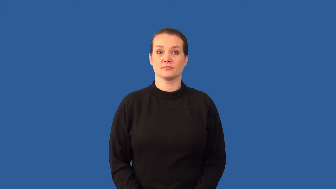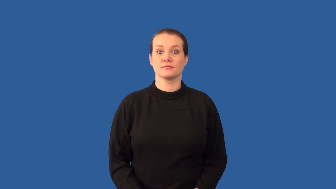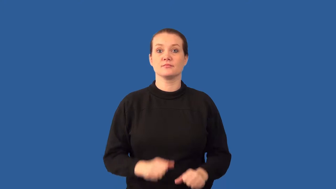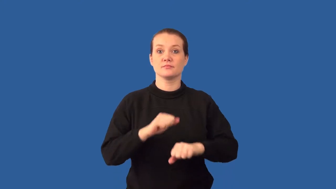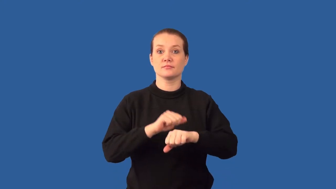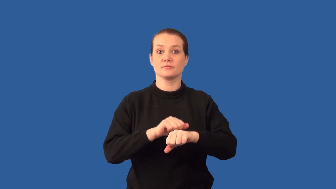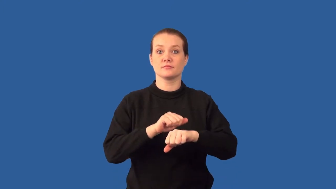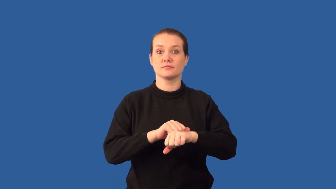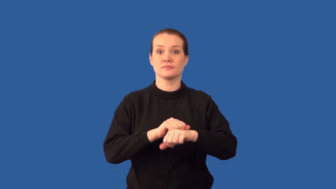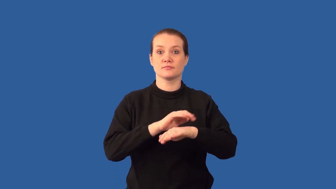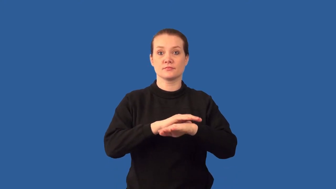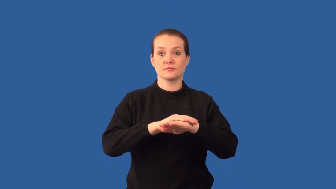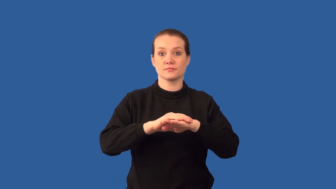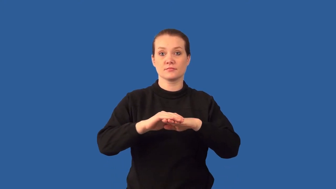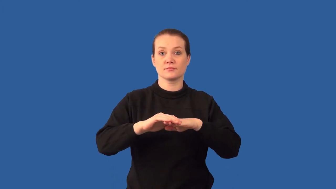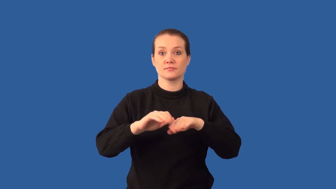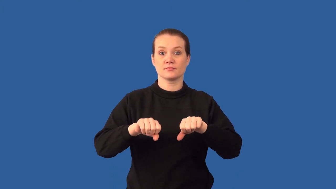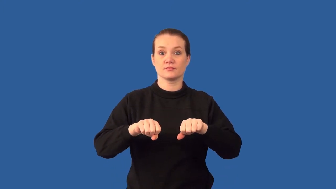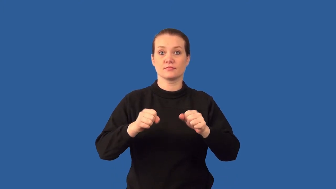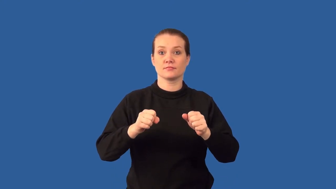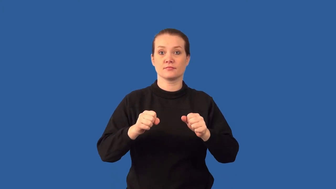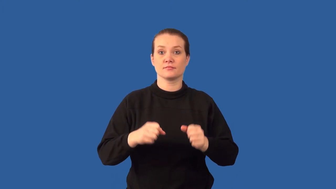cleavage-minerals